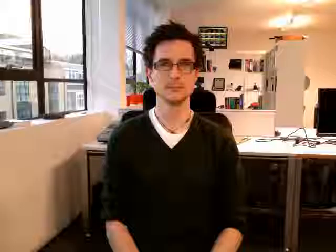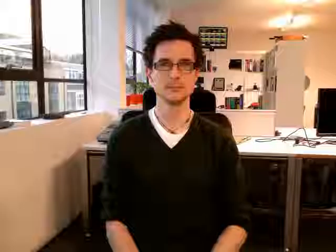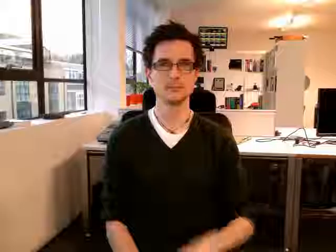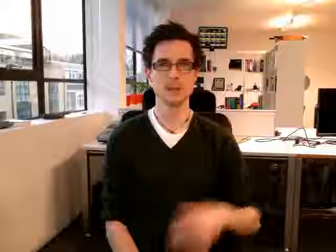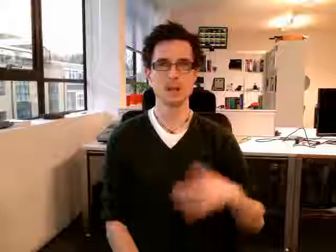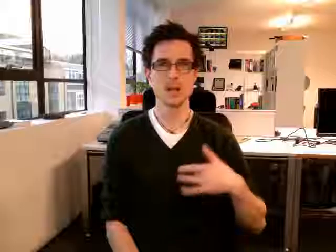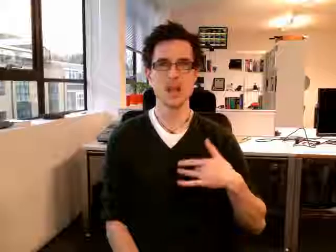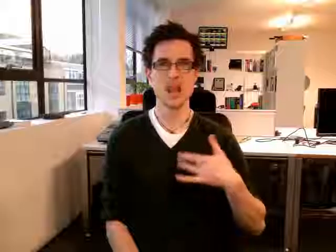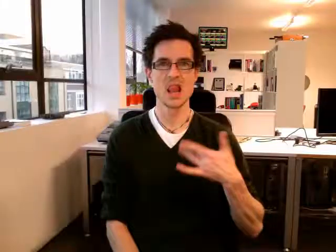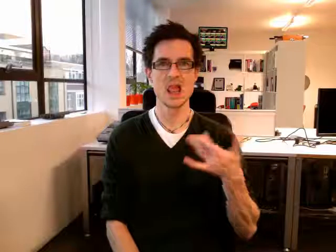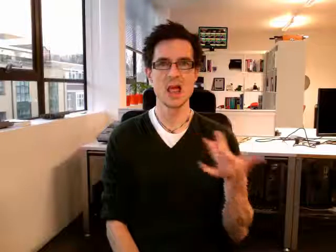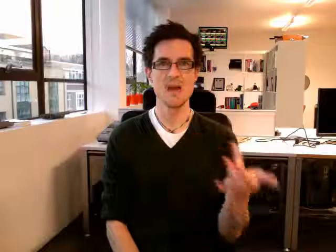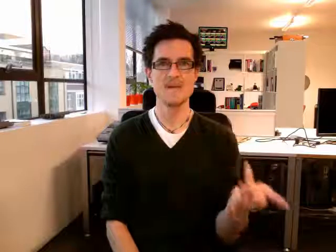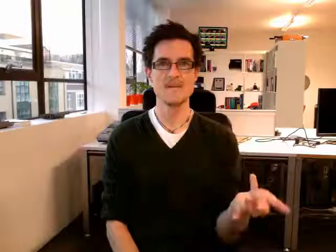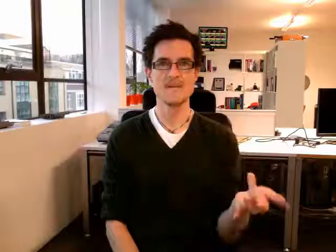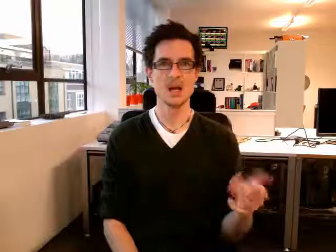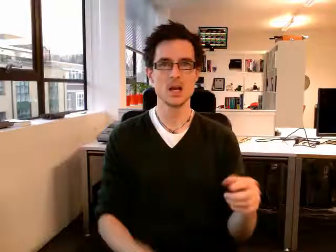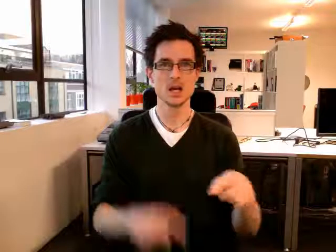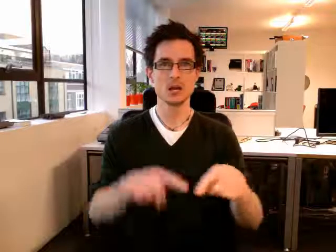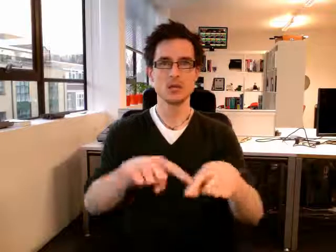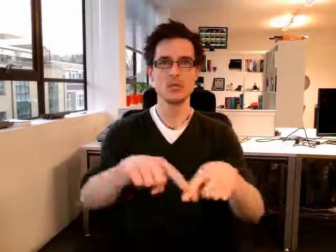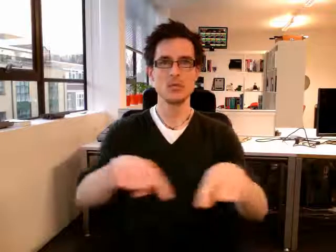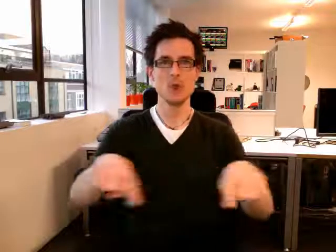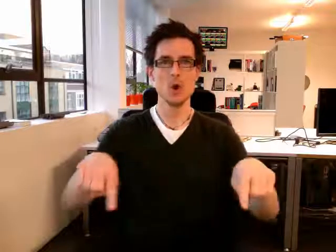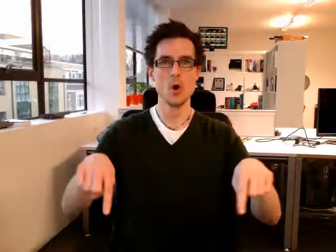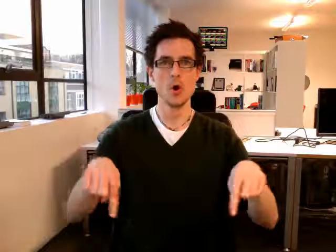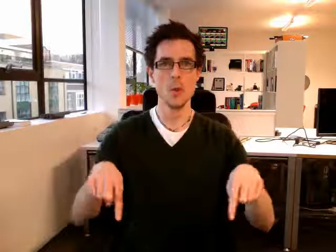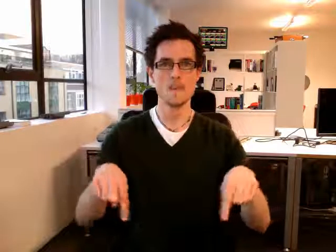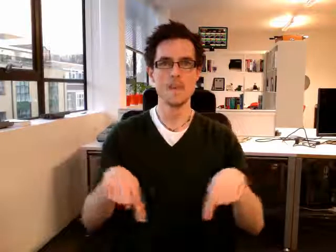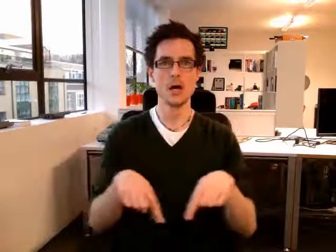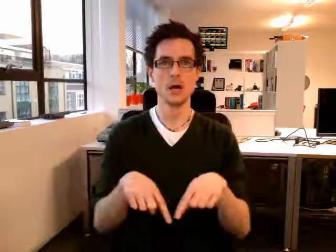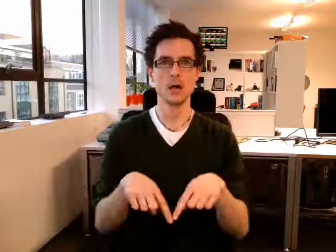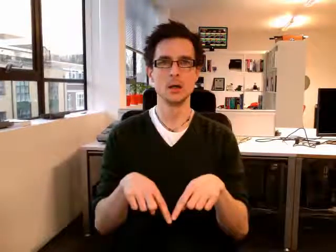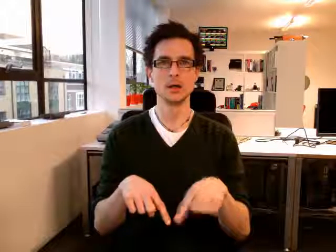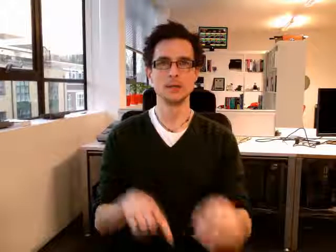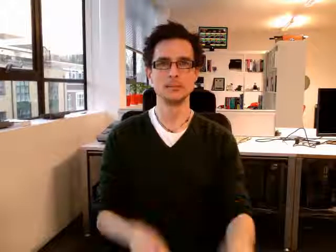living room